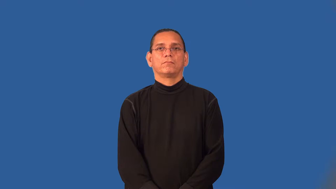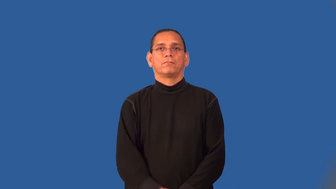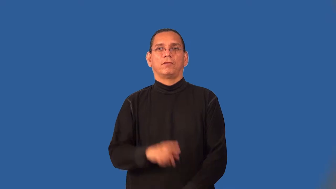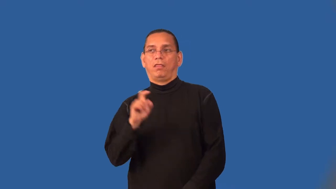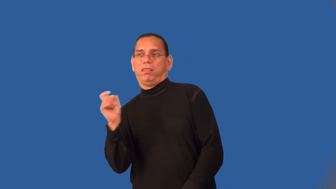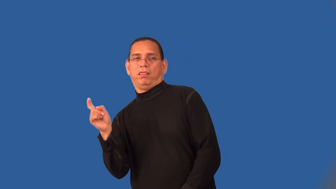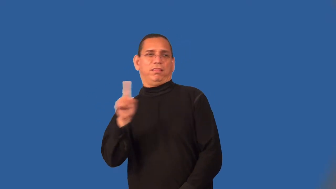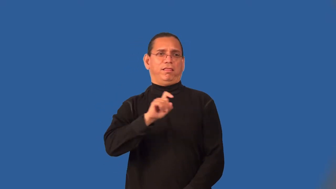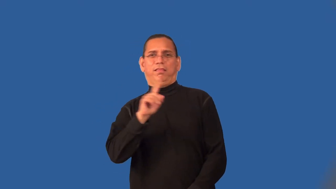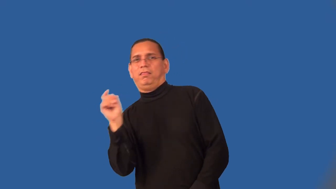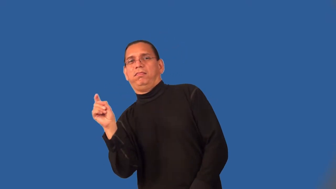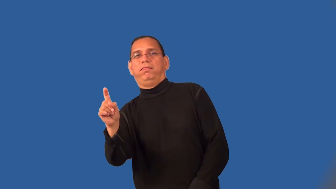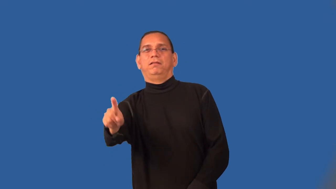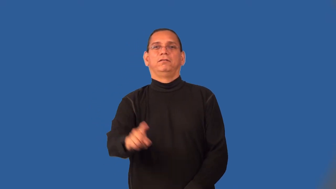shifty-runner